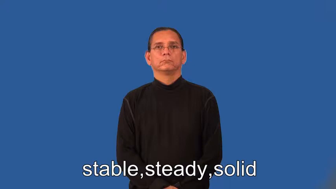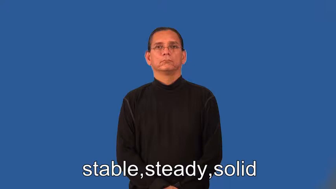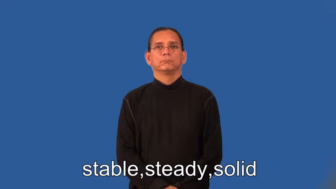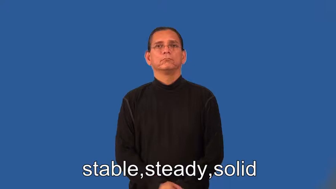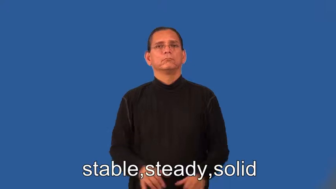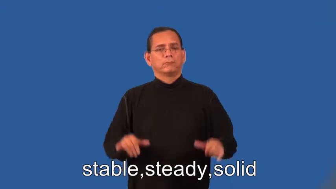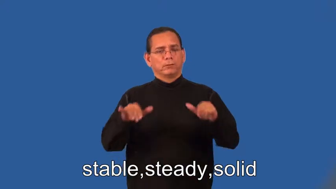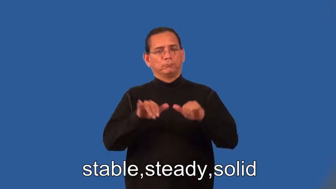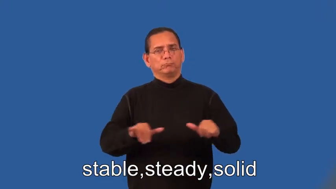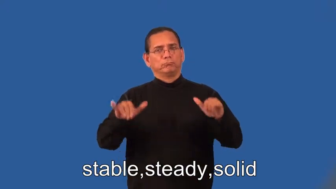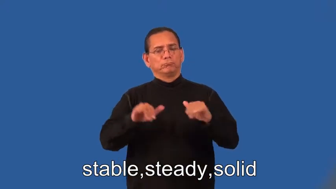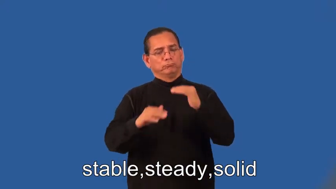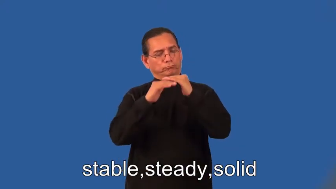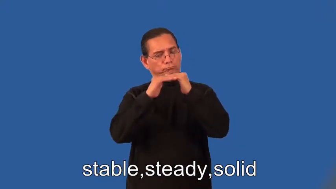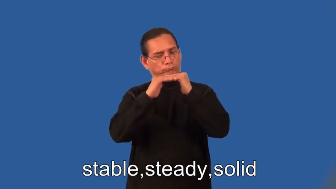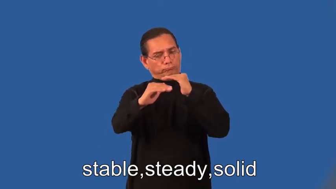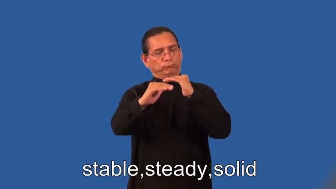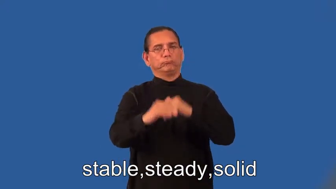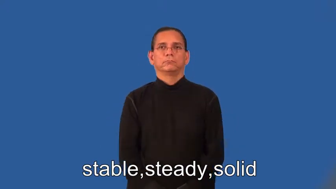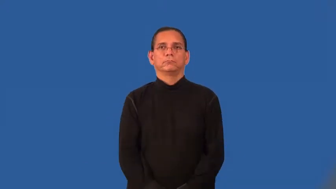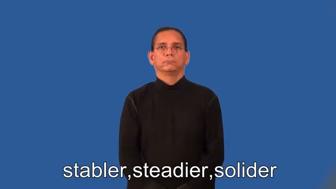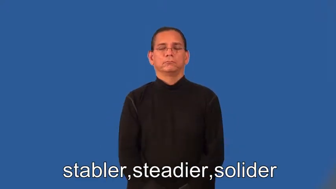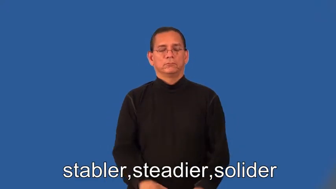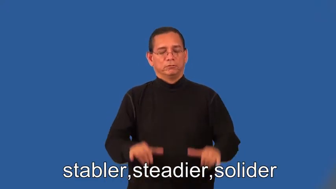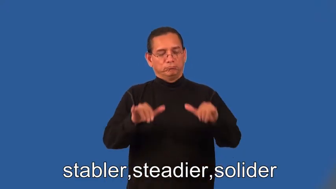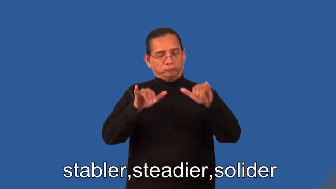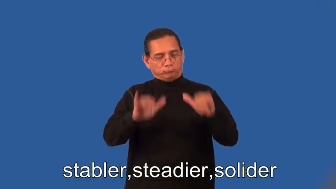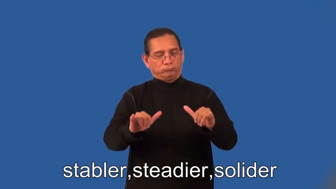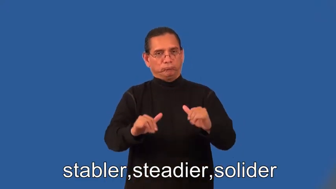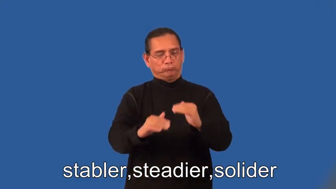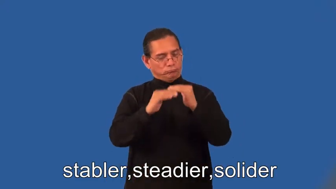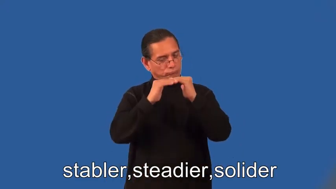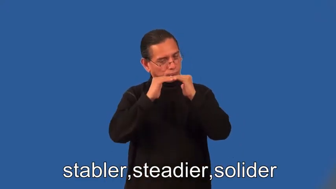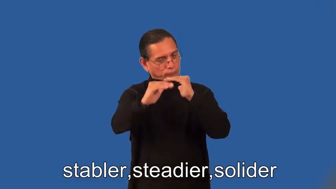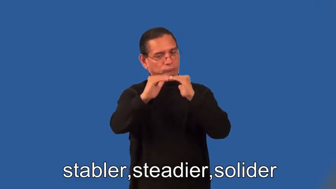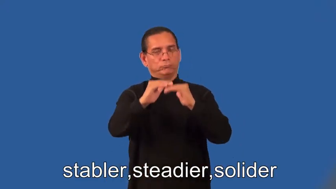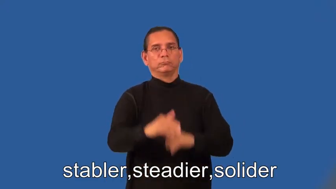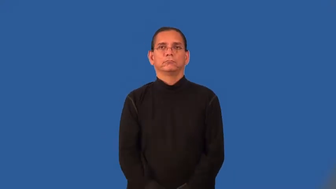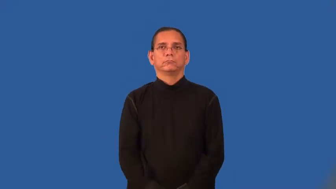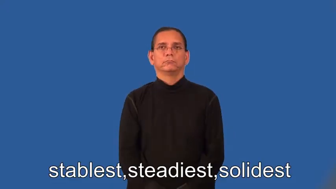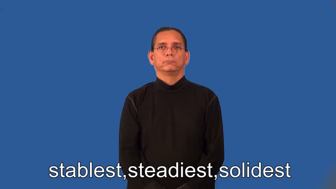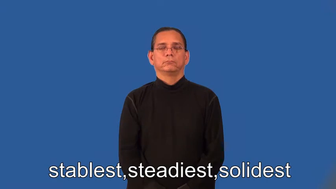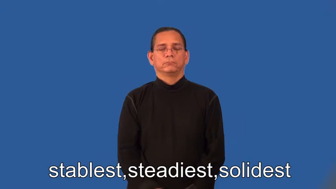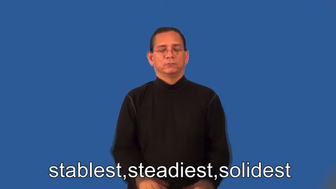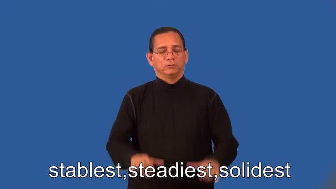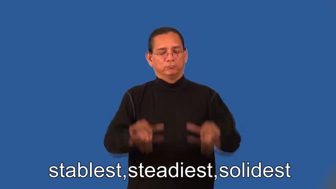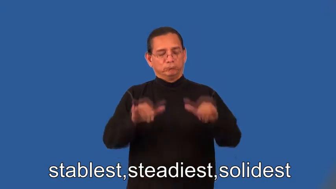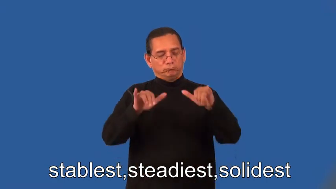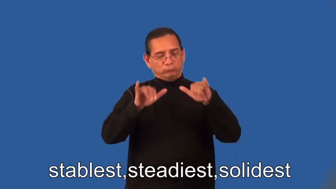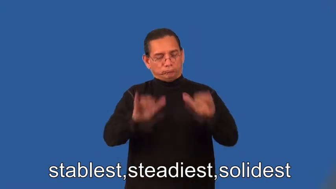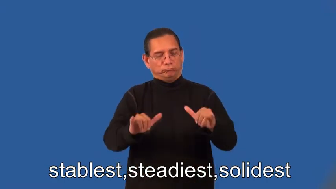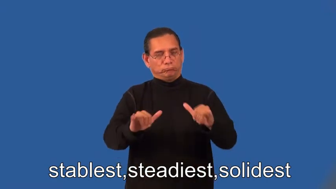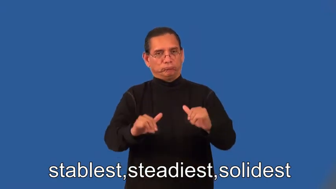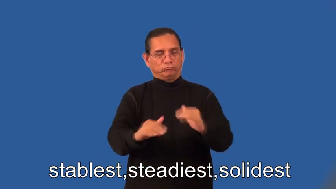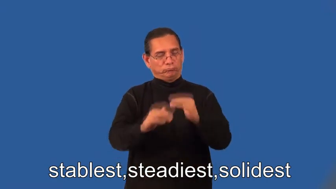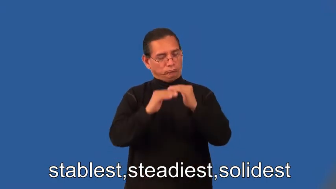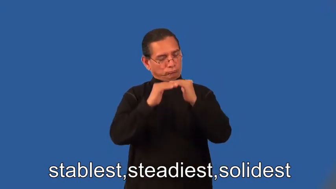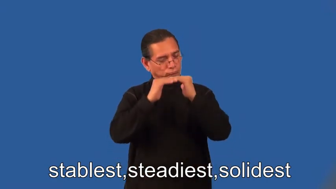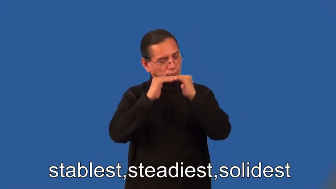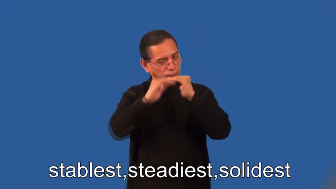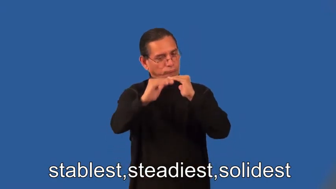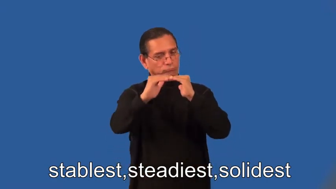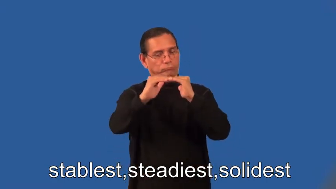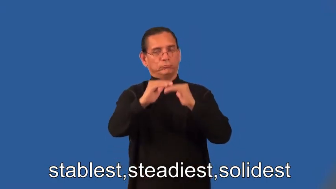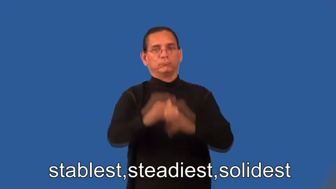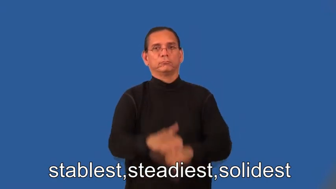stabler,steadier,solider,stablest,steadiest,solidest